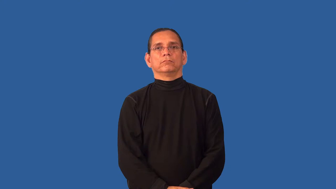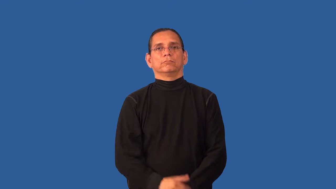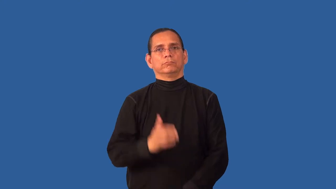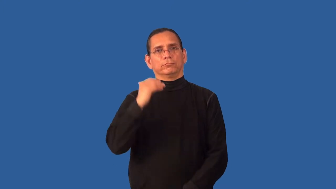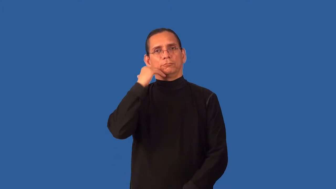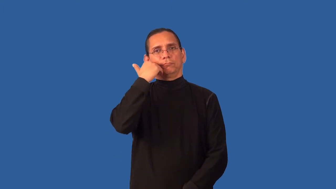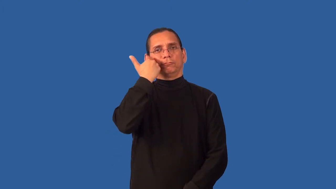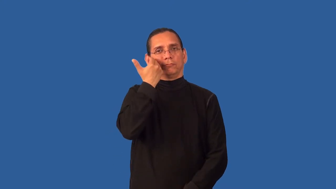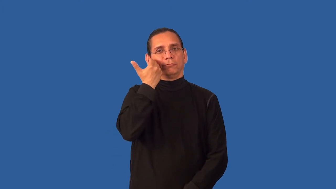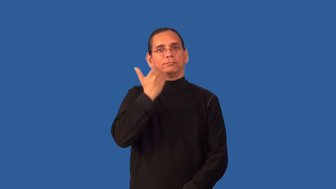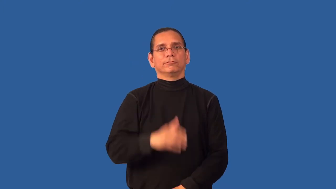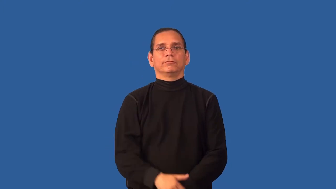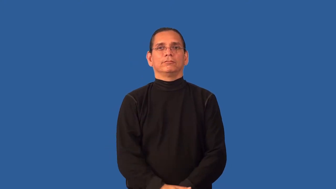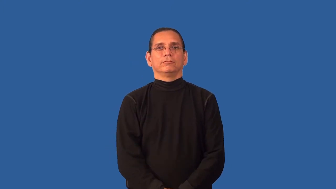bashful